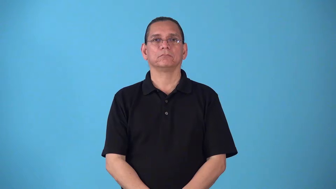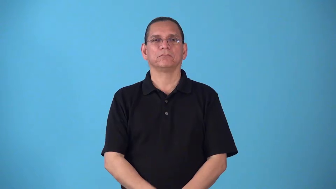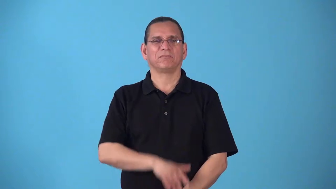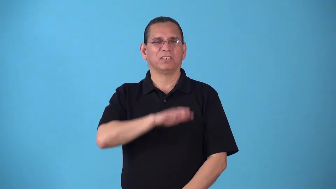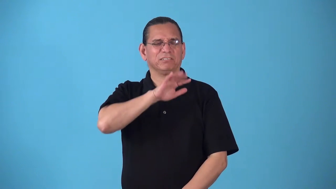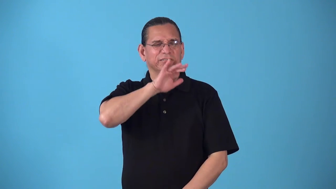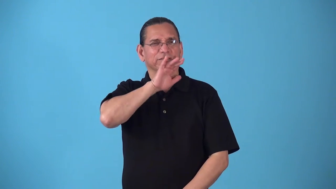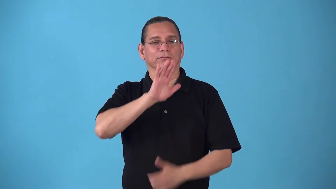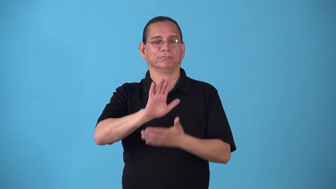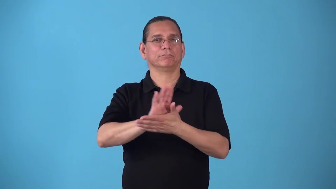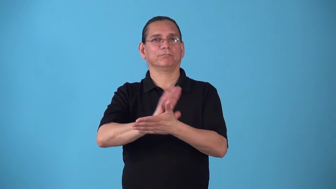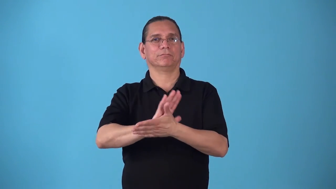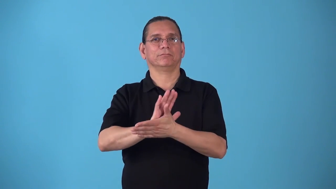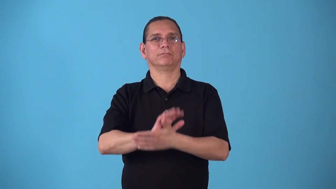skinflick,peepshow